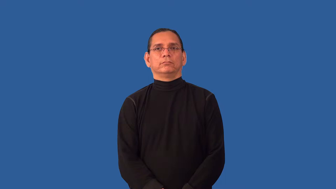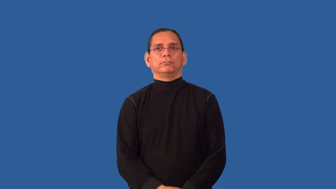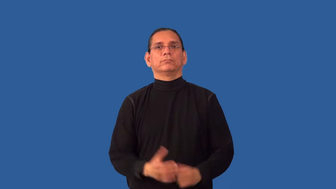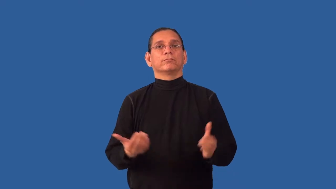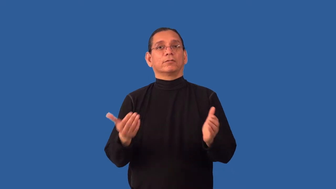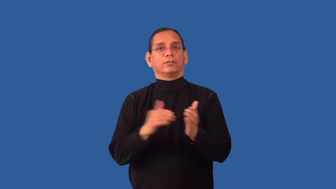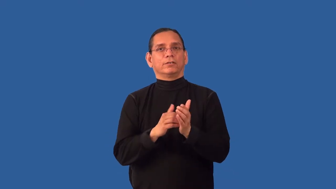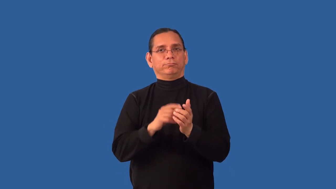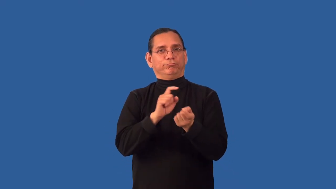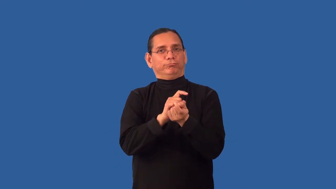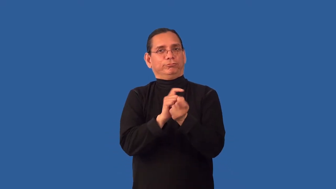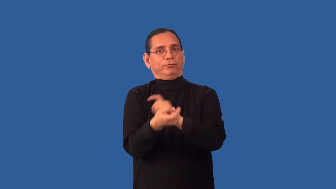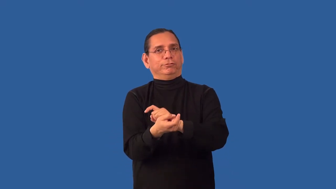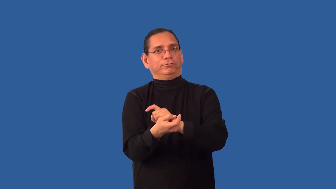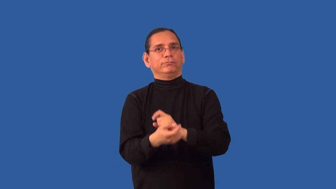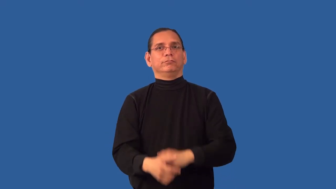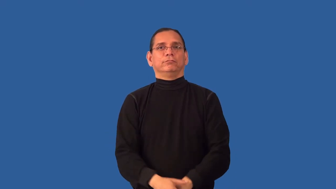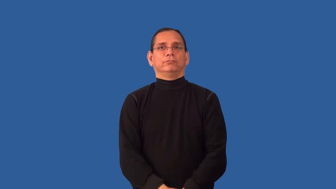readjust